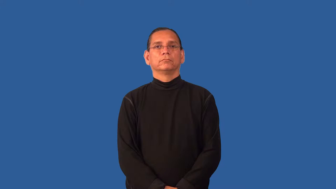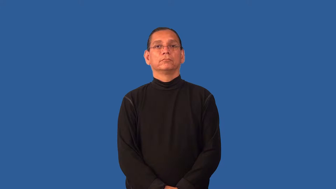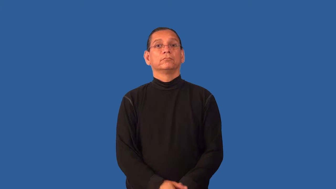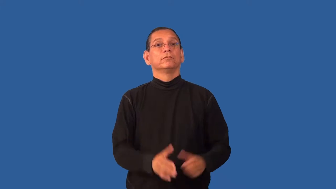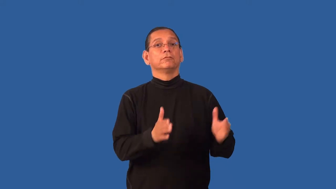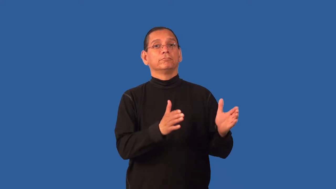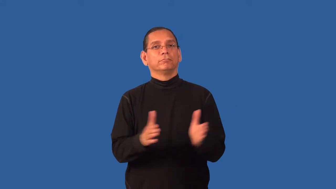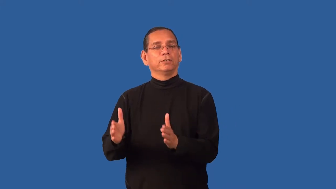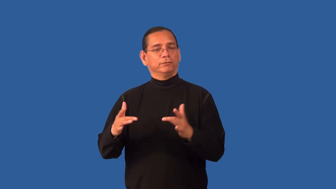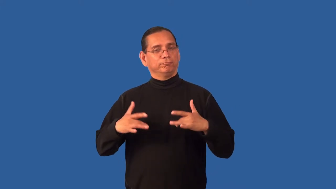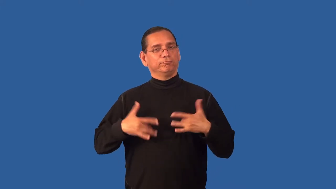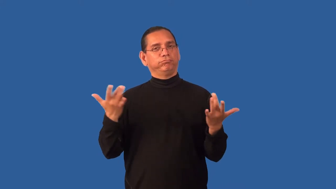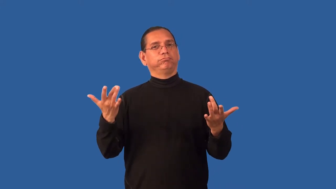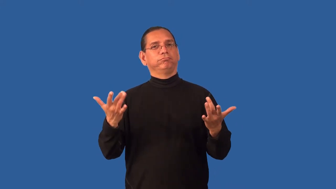engineer-plan